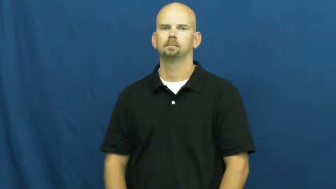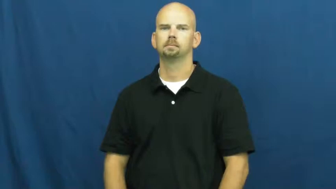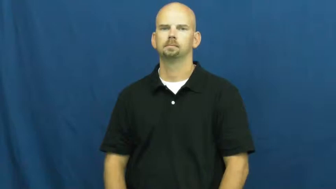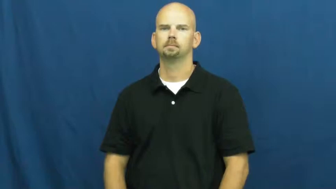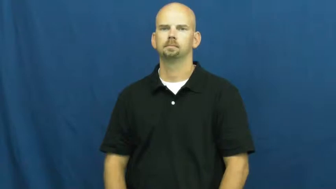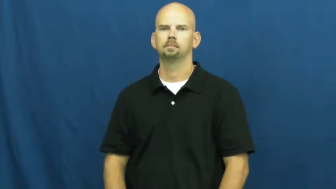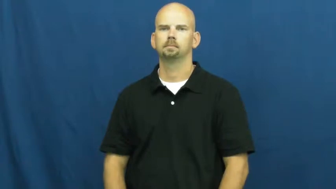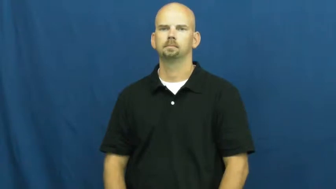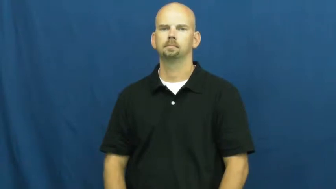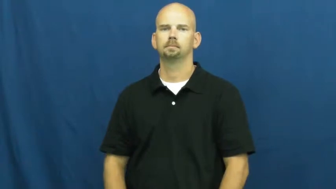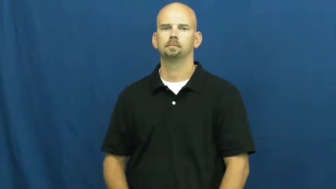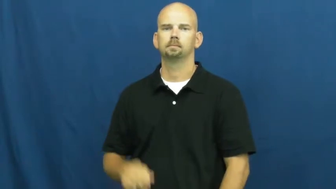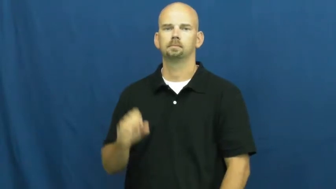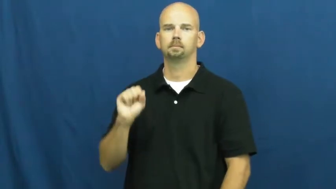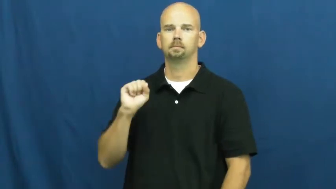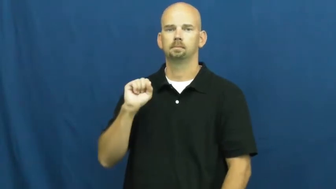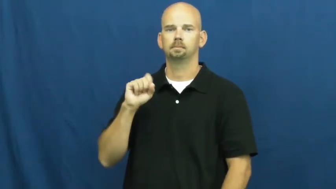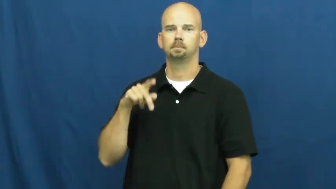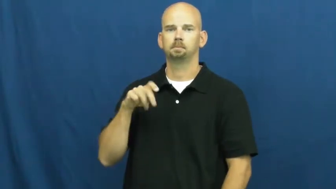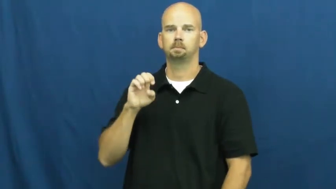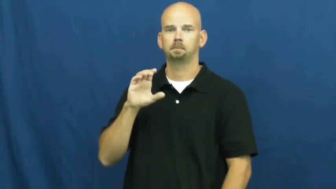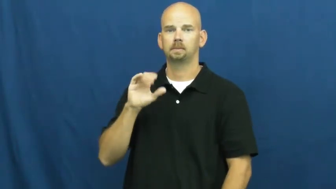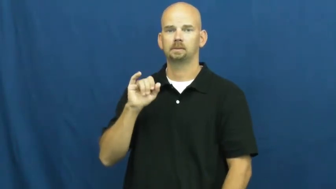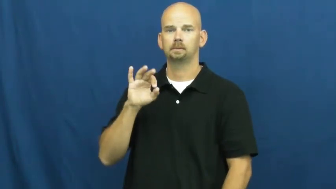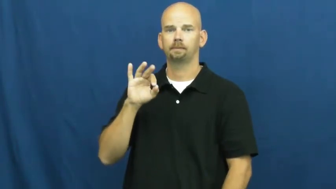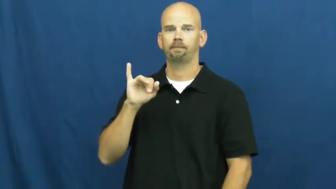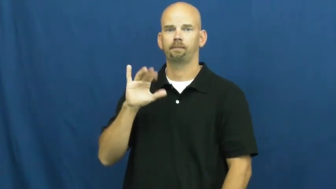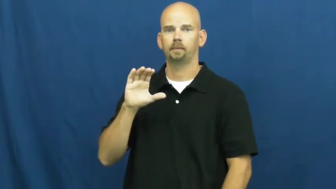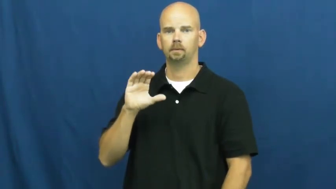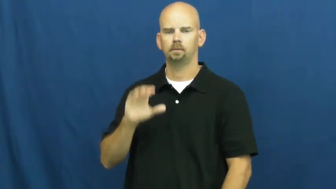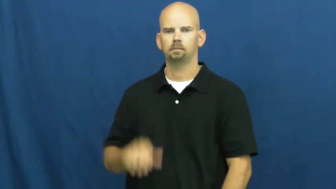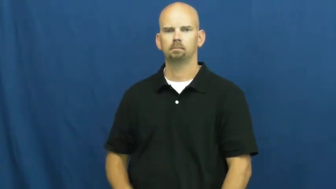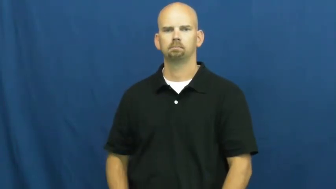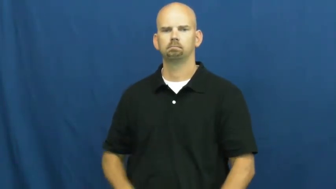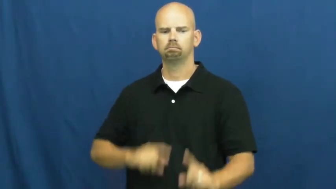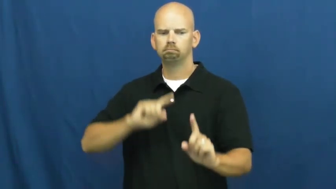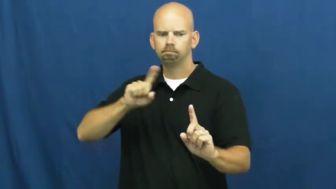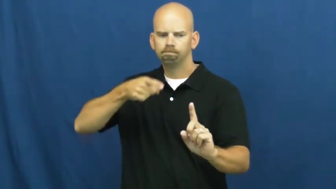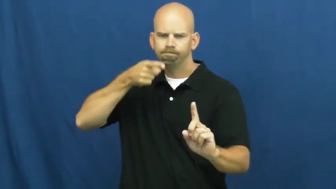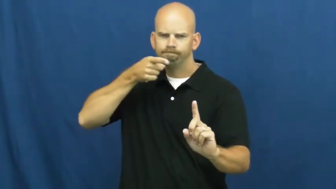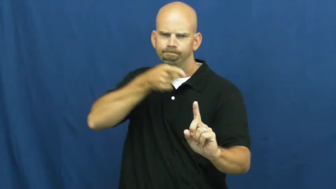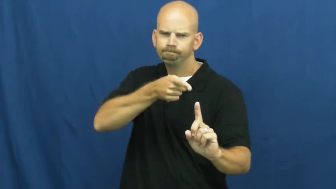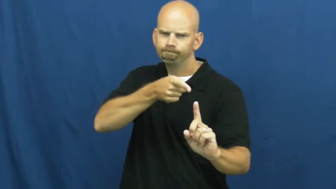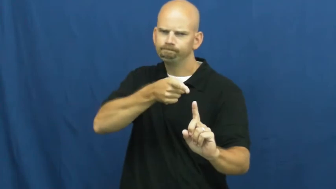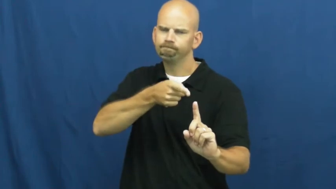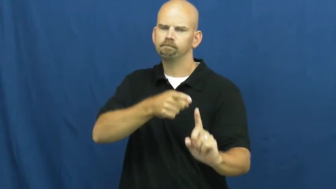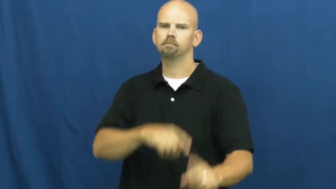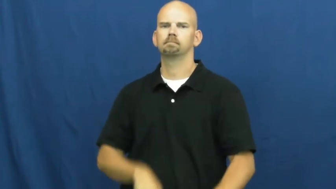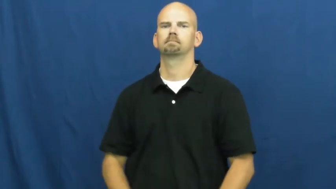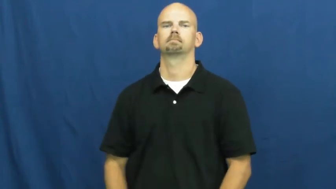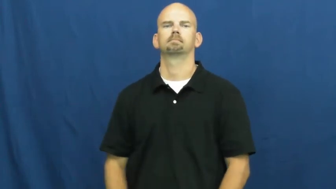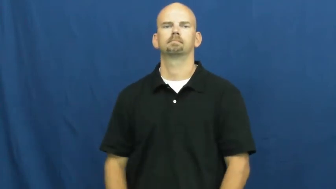specific